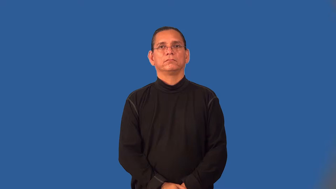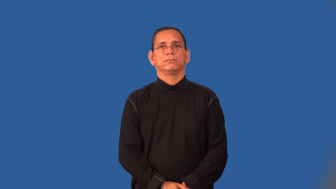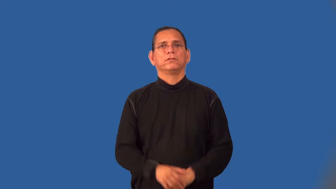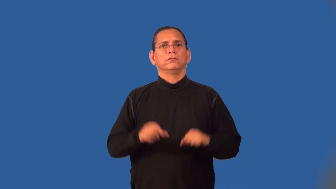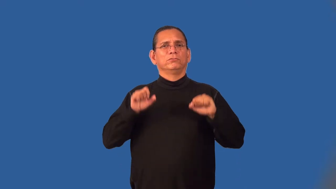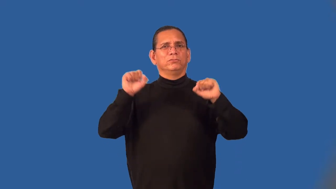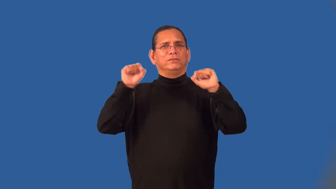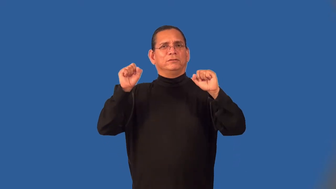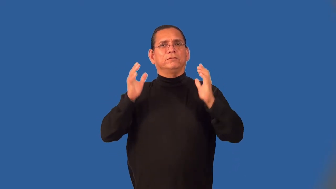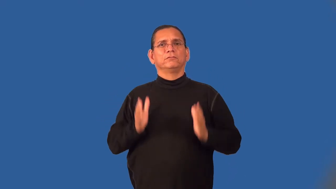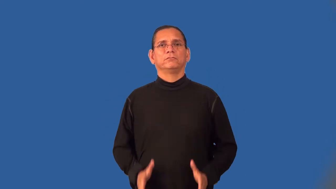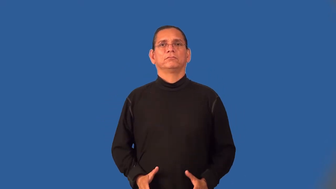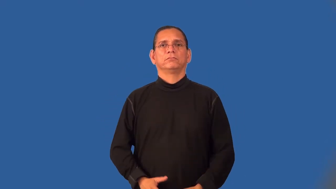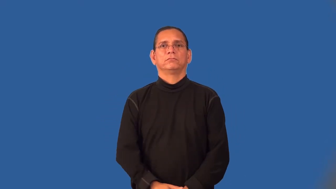weightlifter